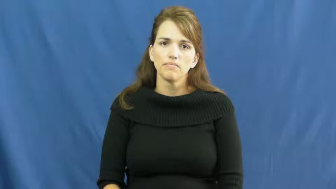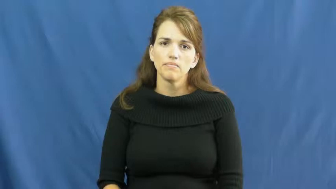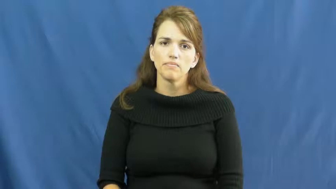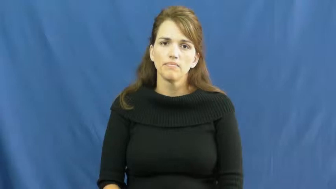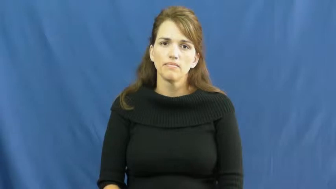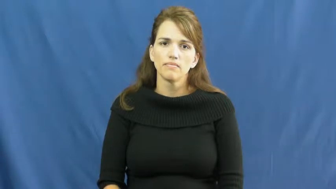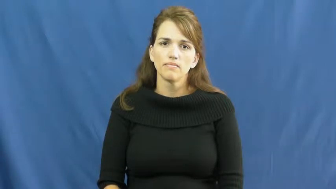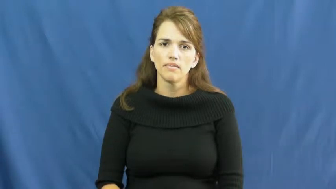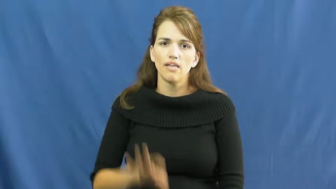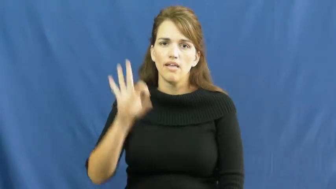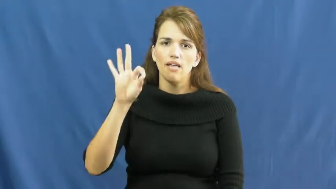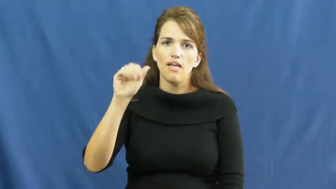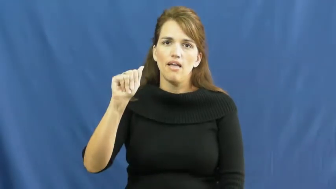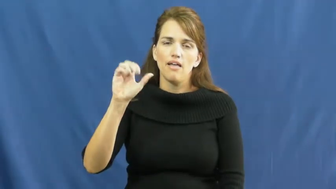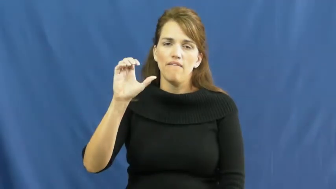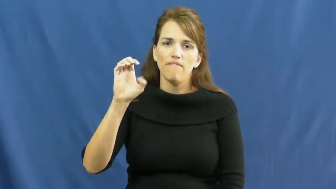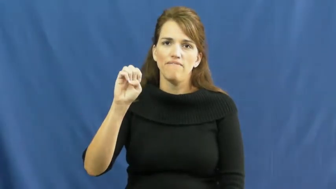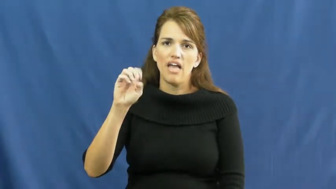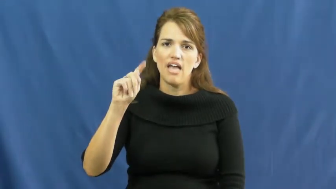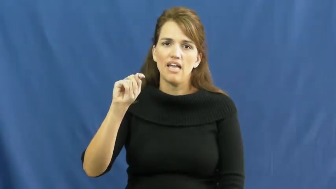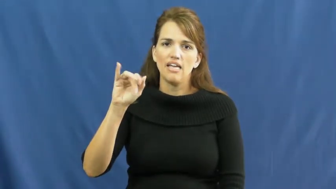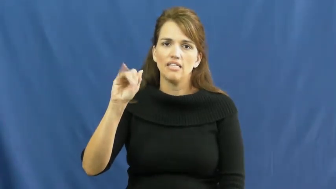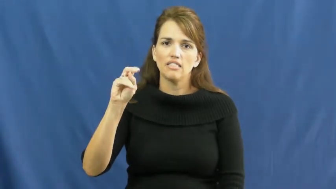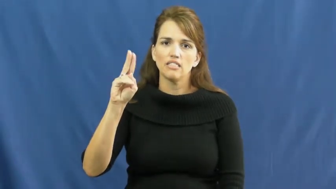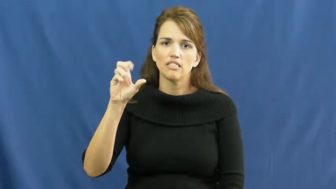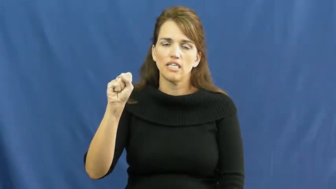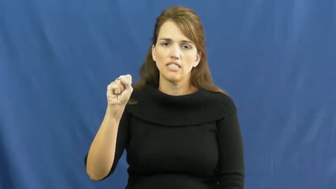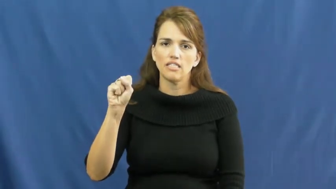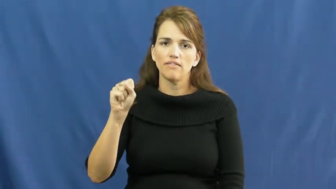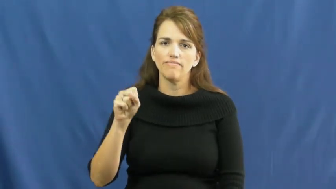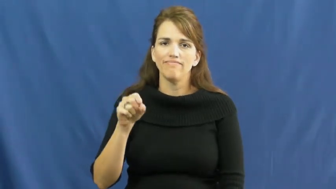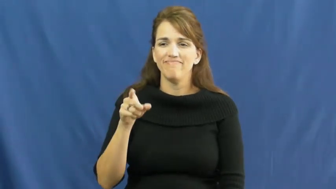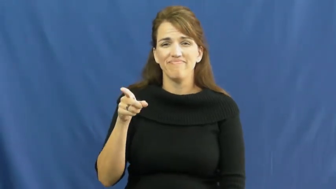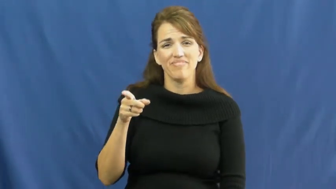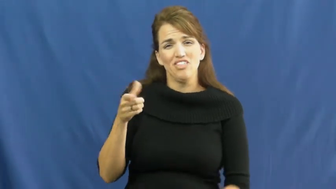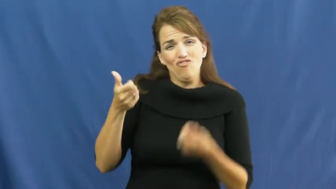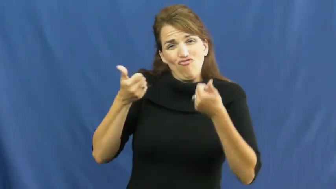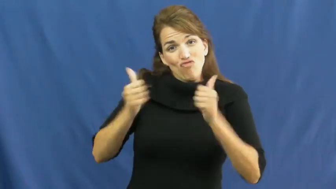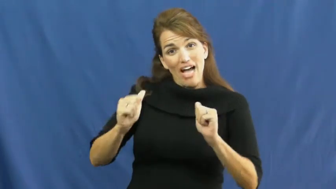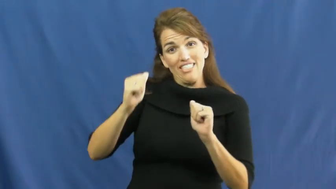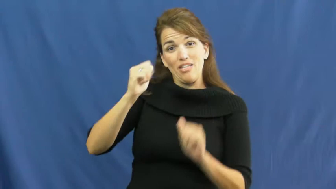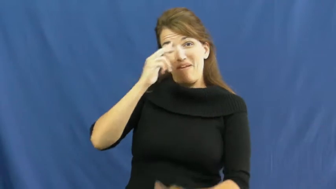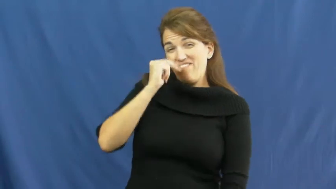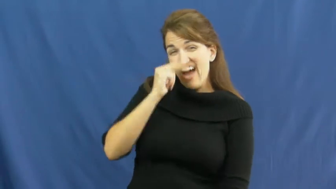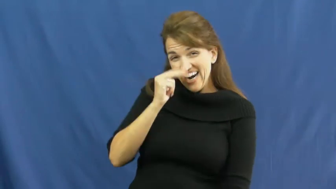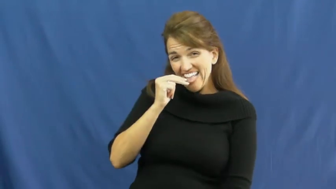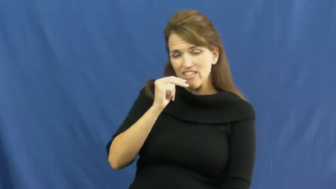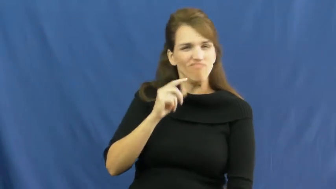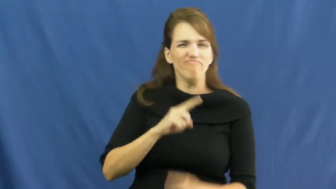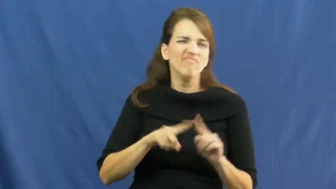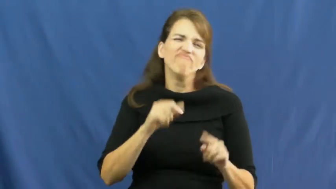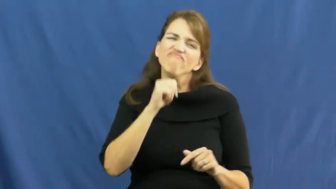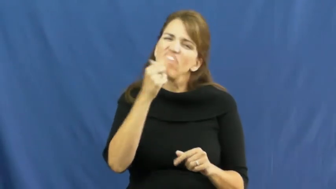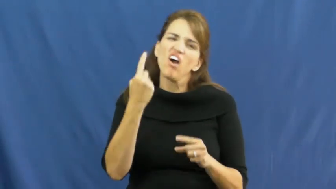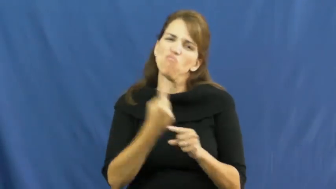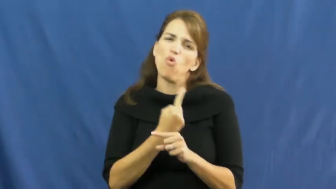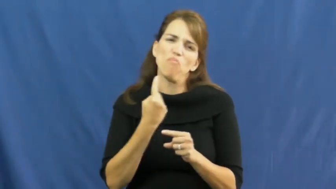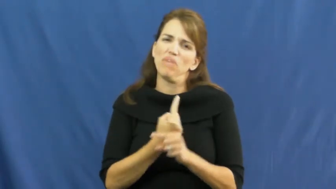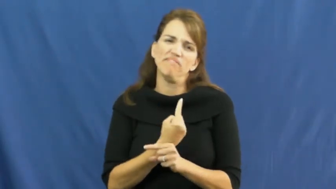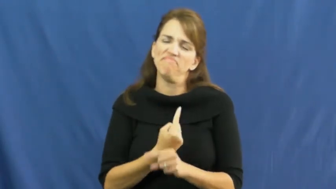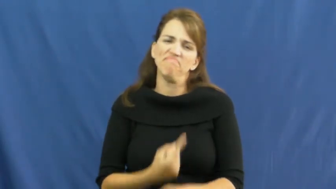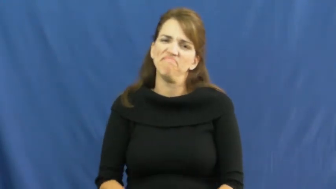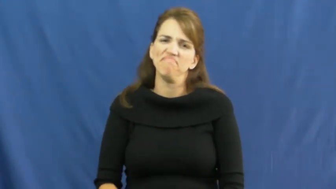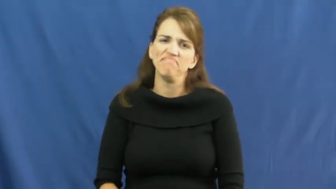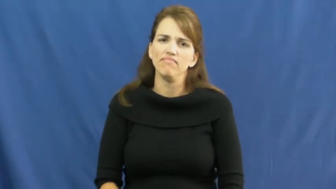facetious